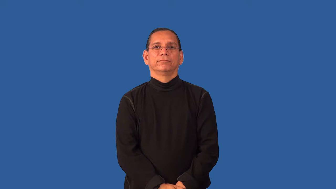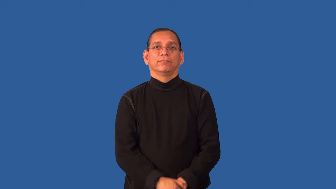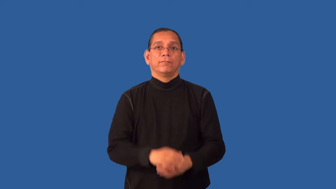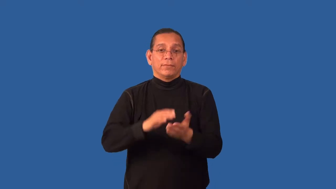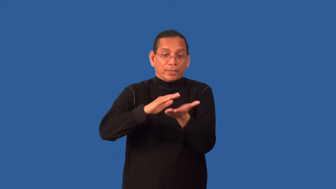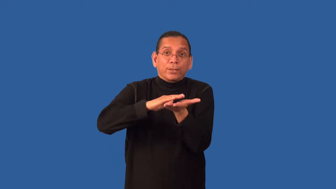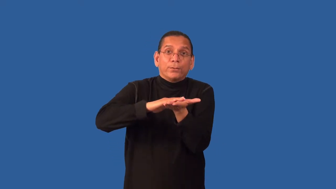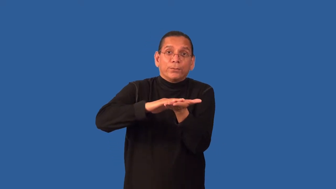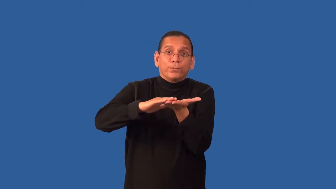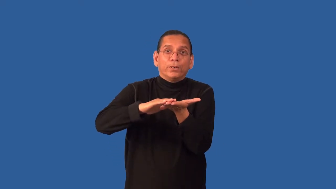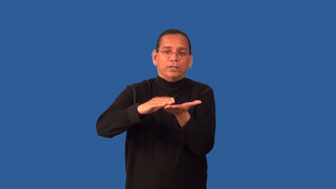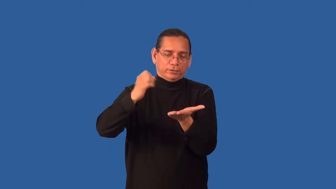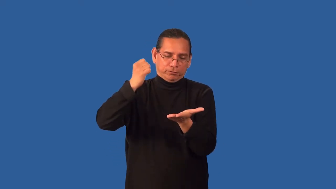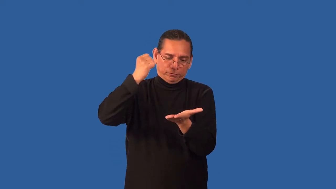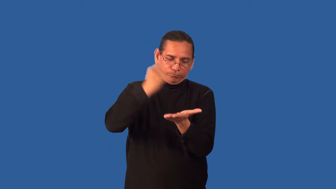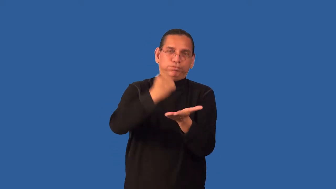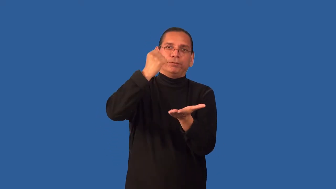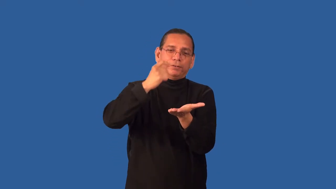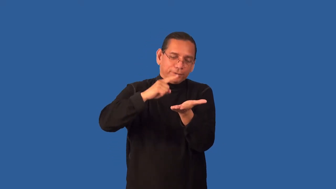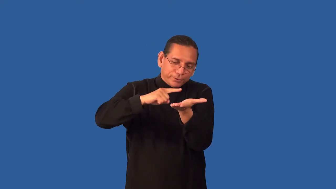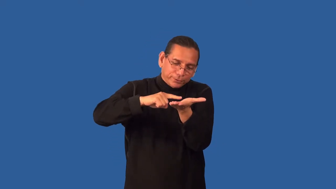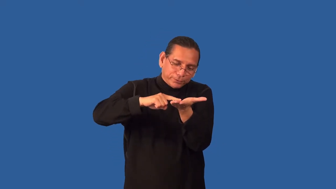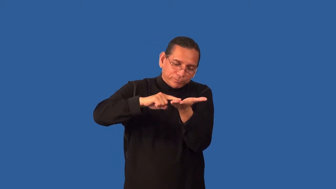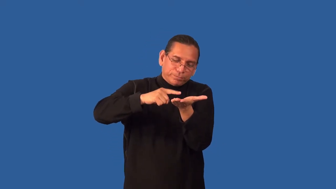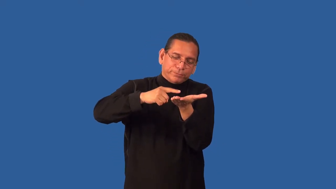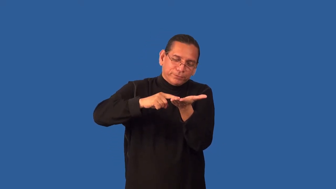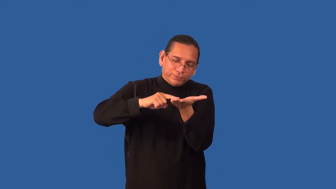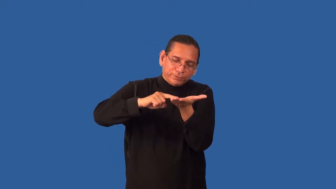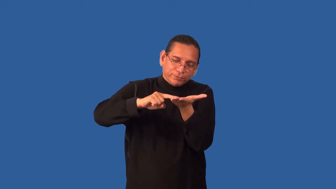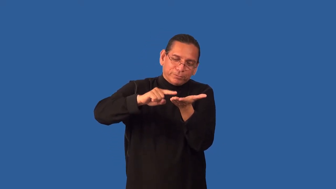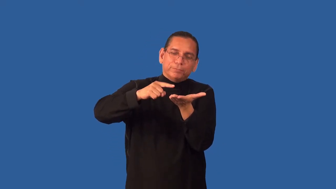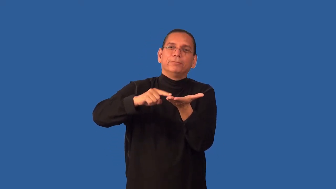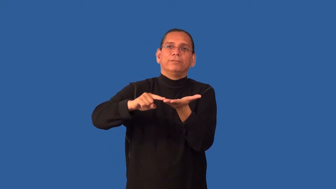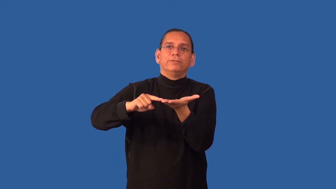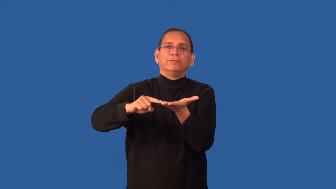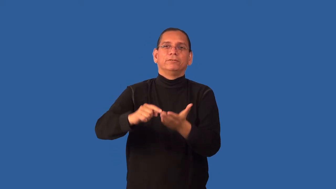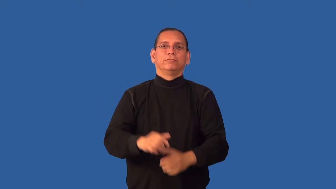emboss